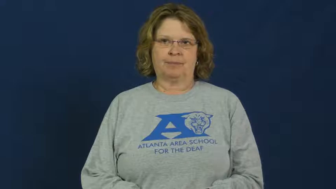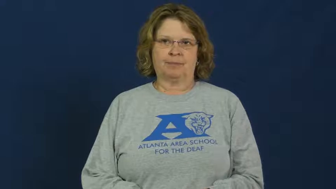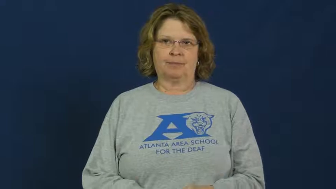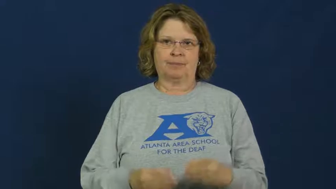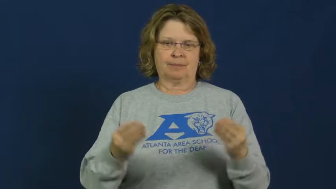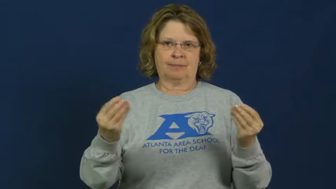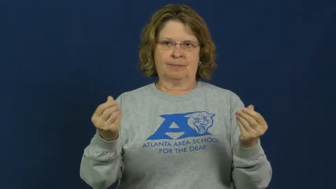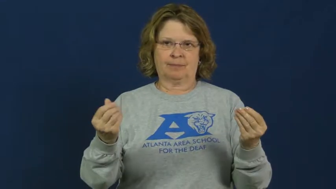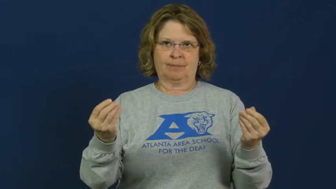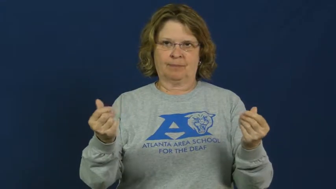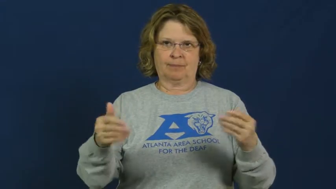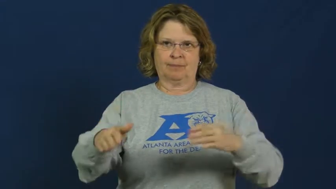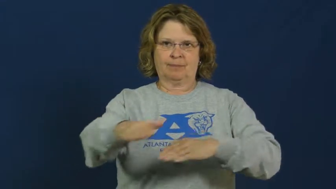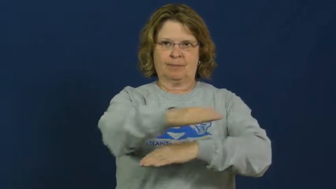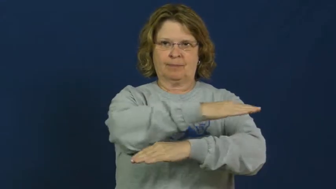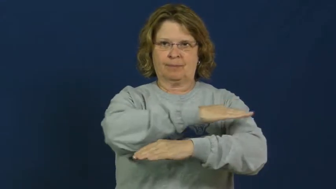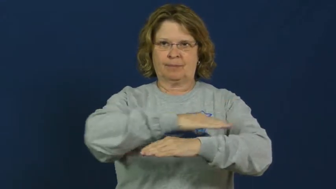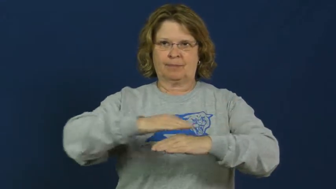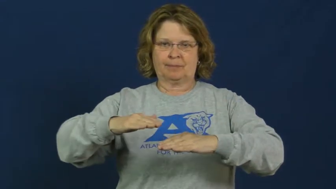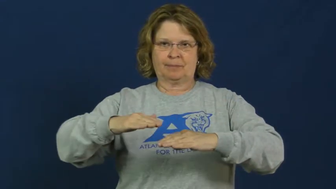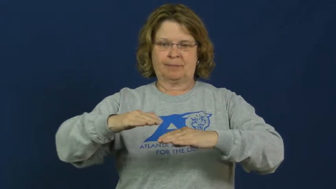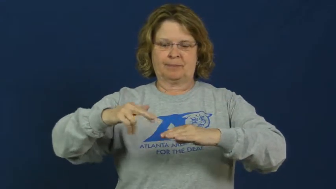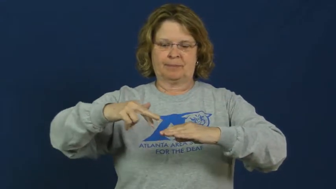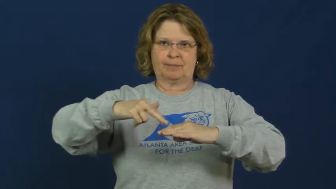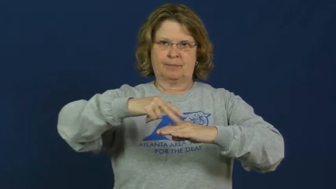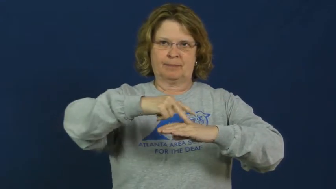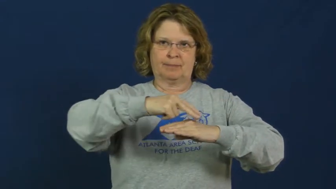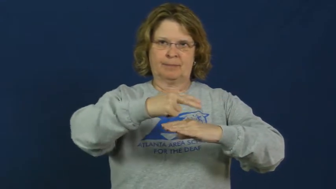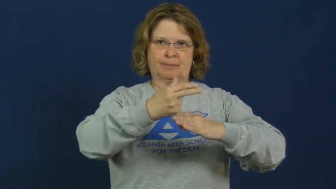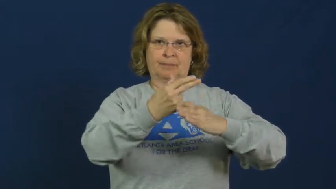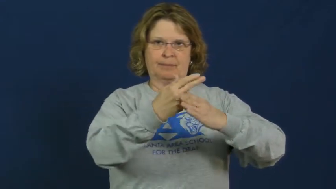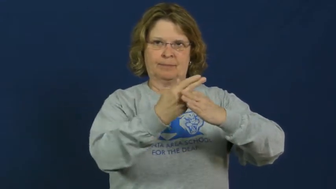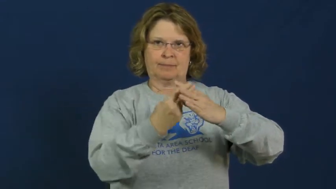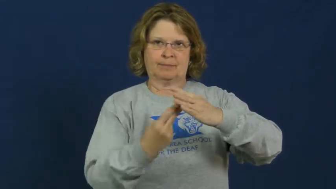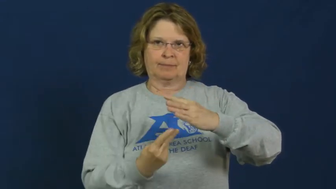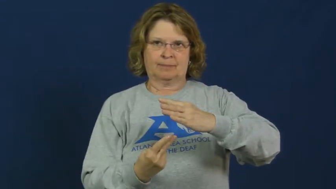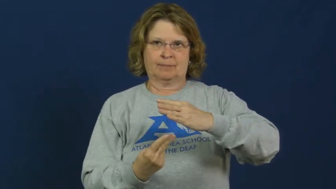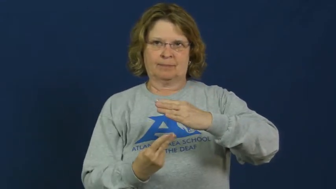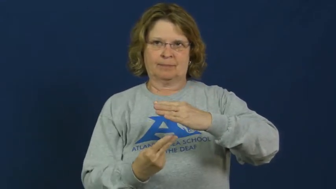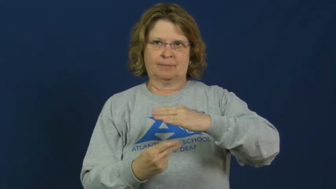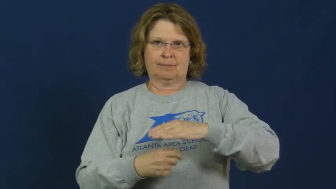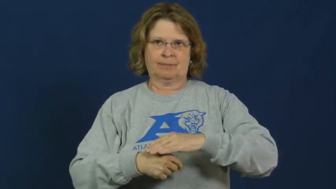quicksand